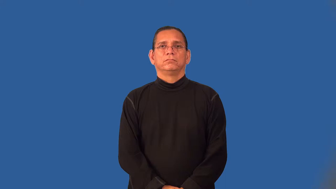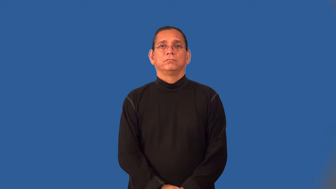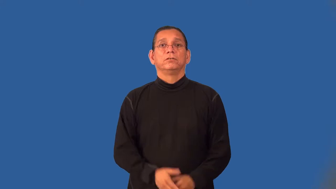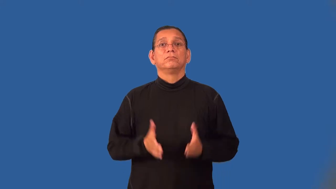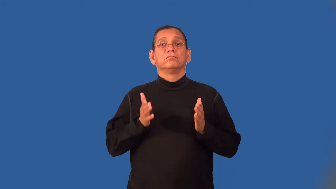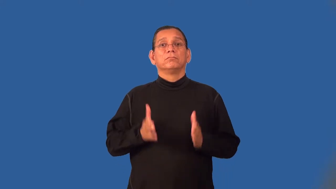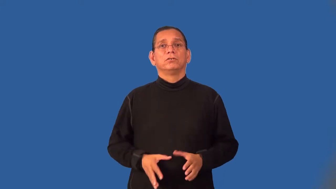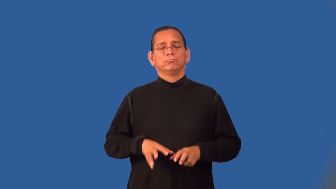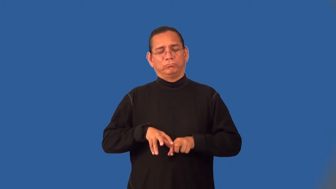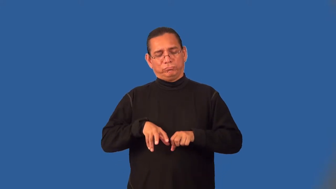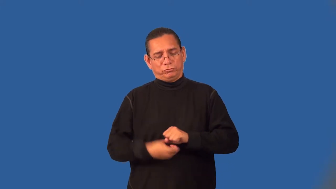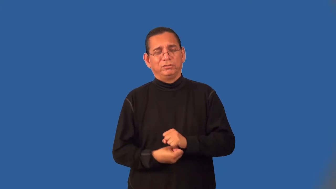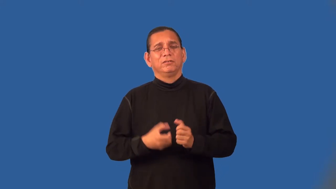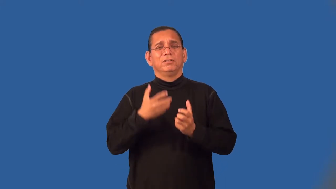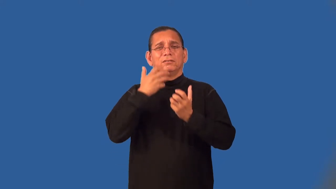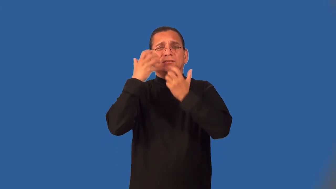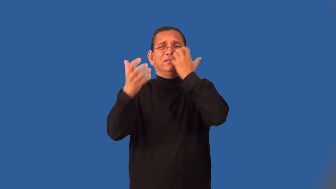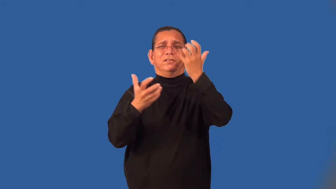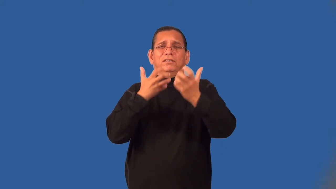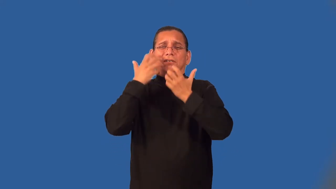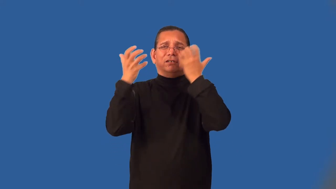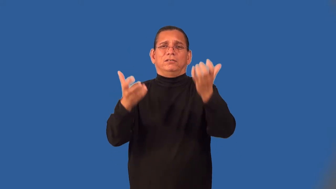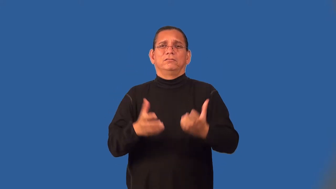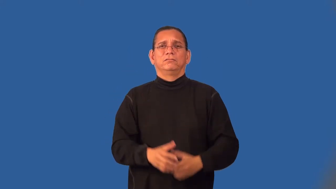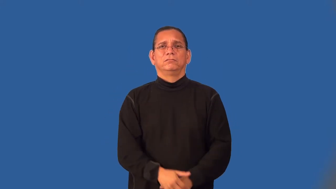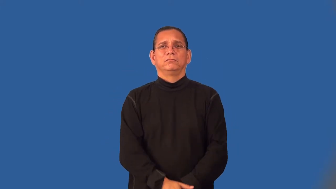wailer